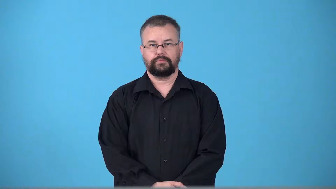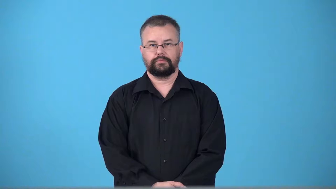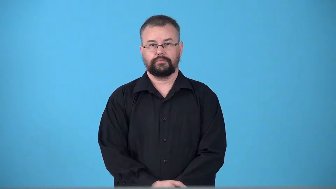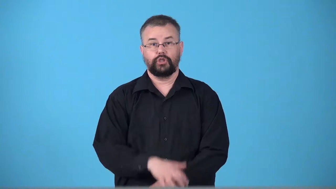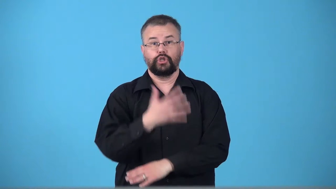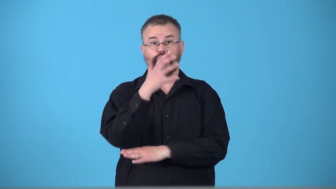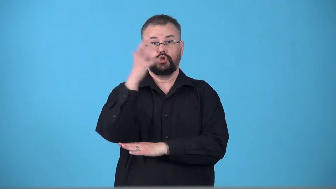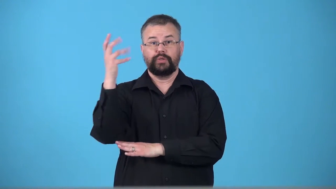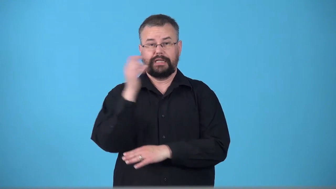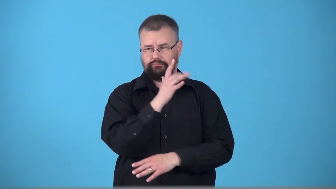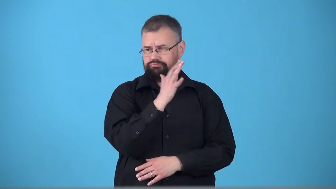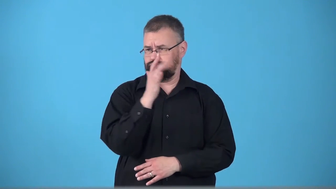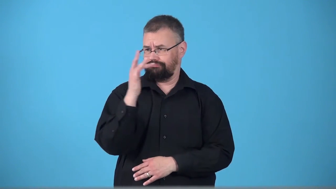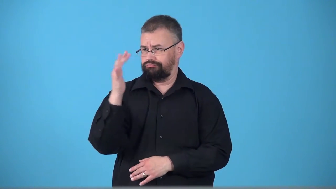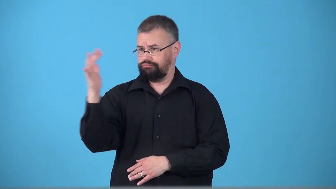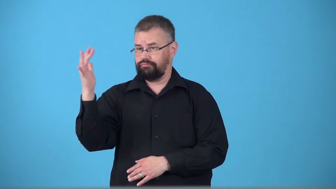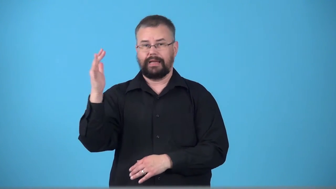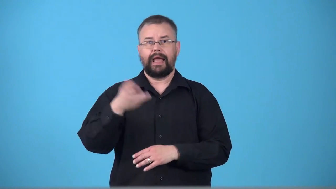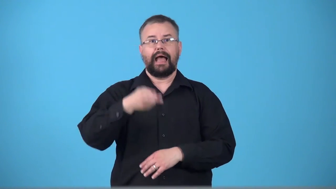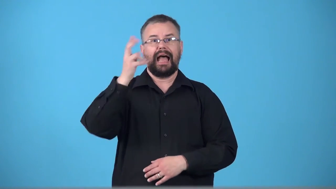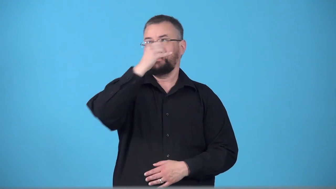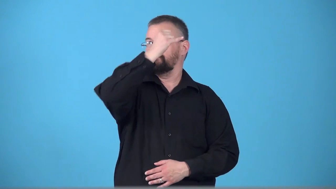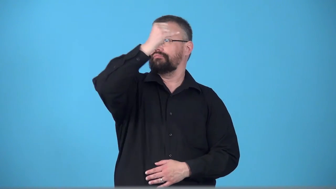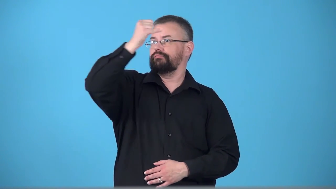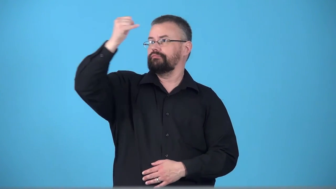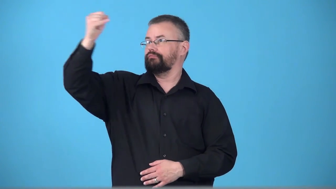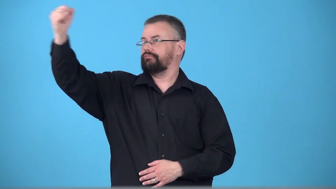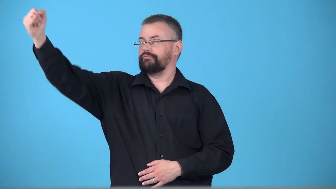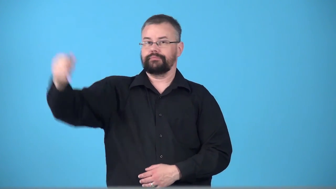treetop